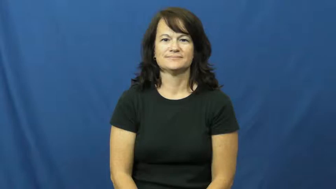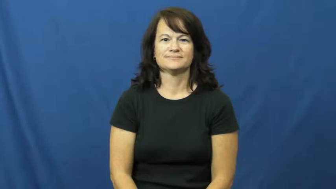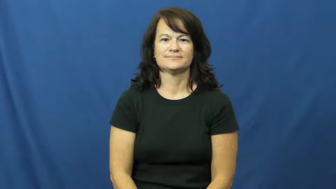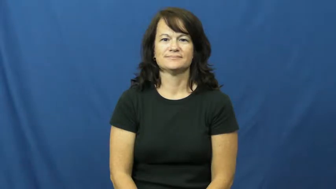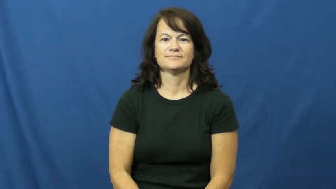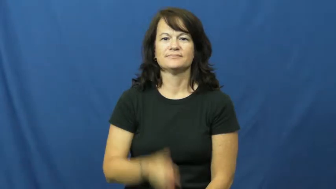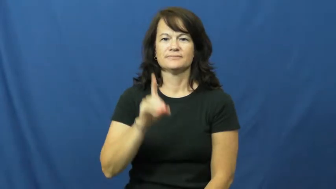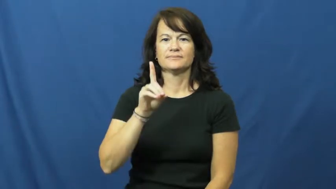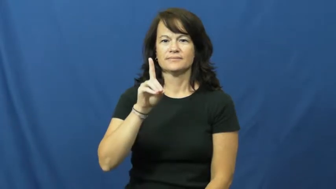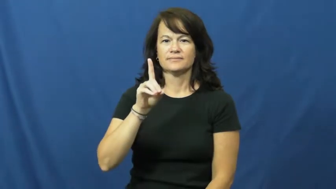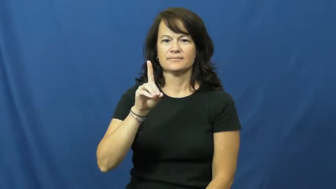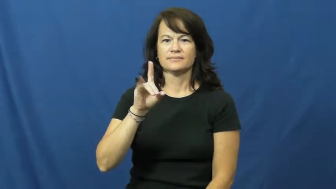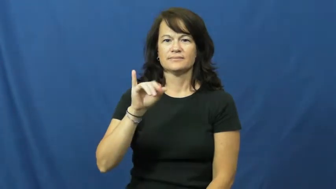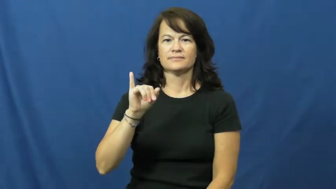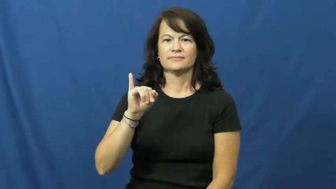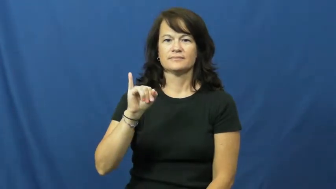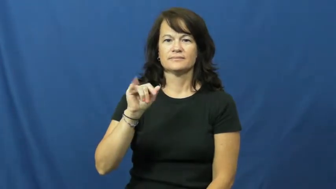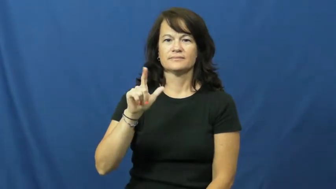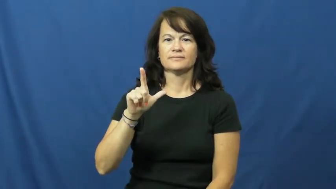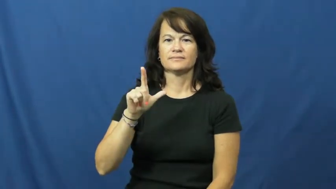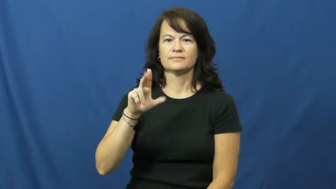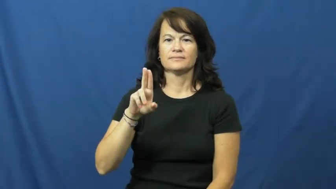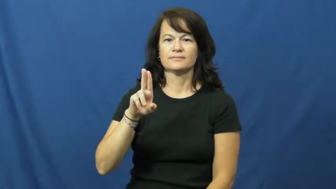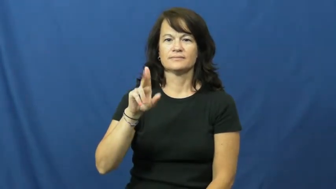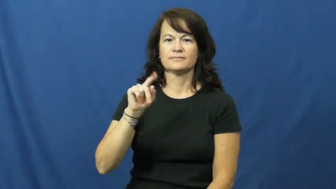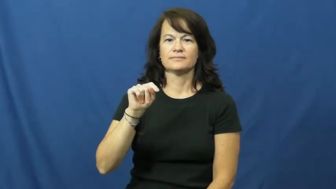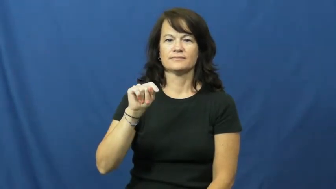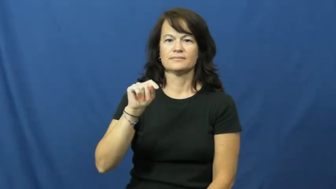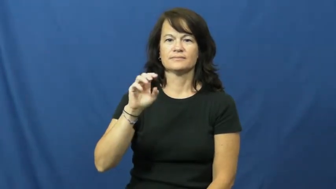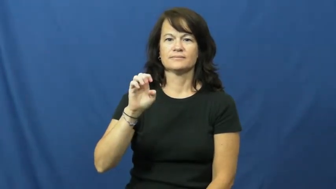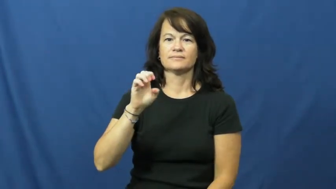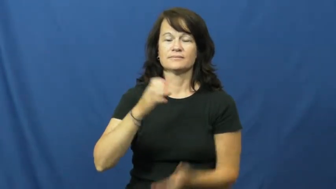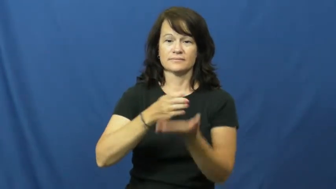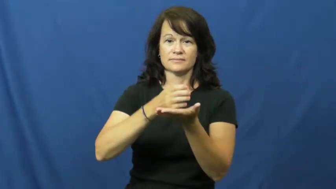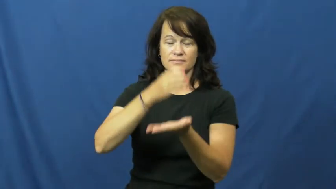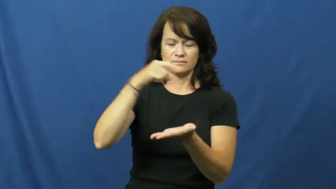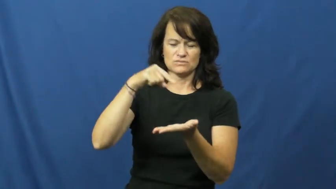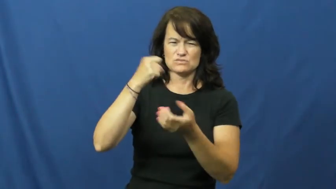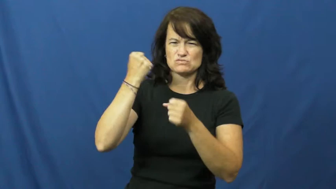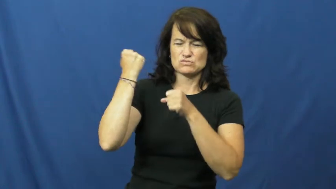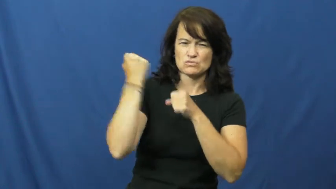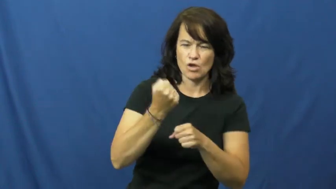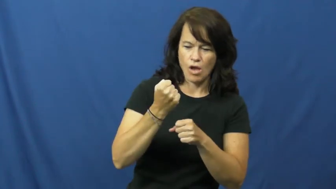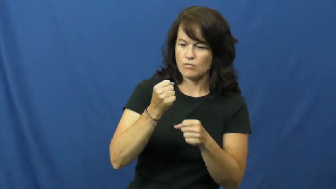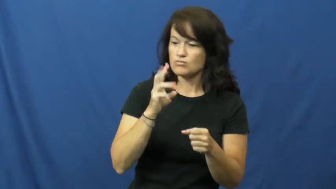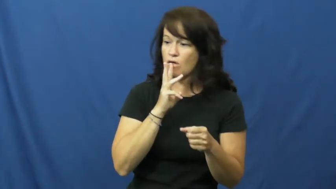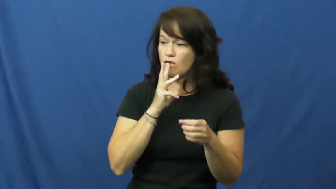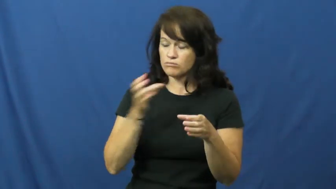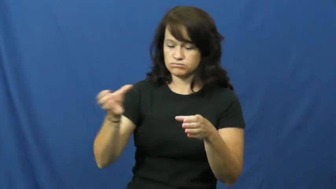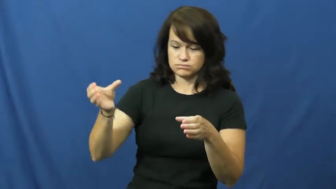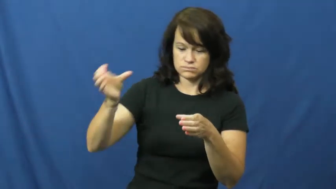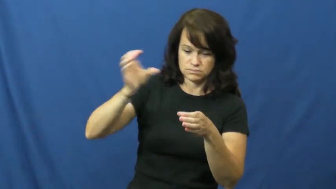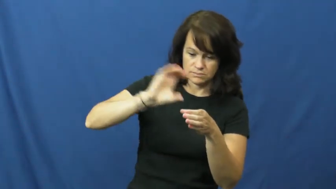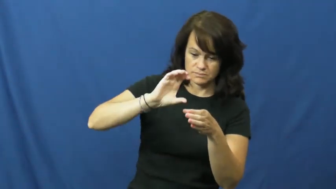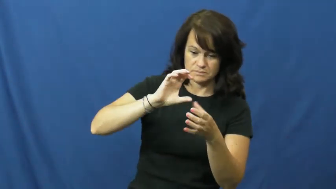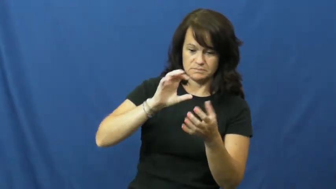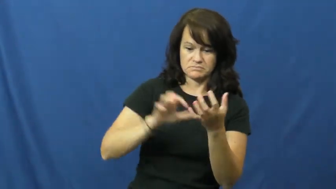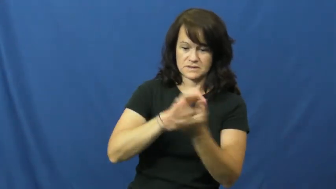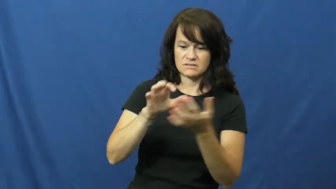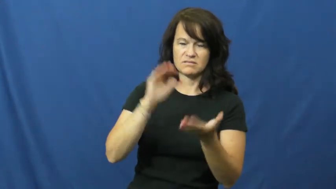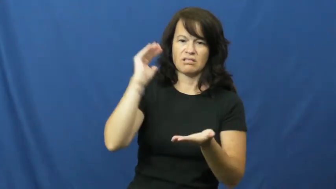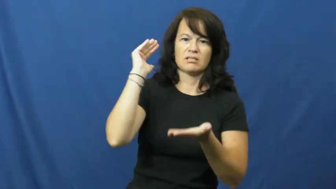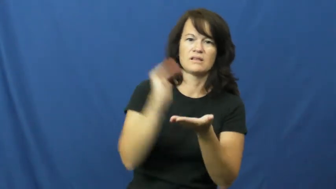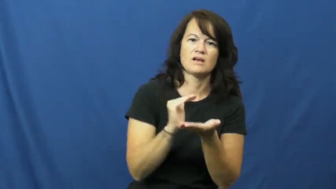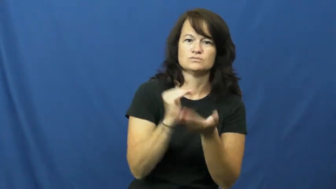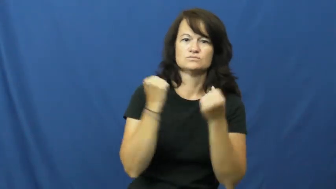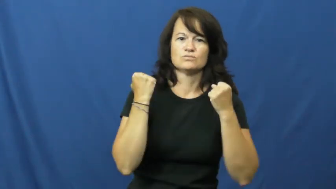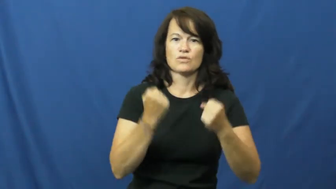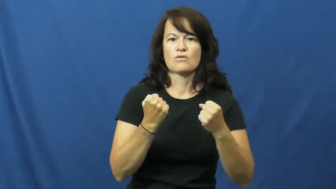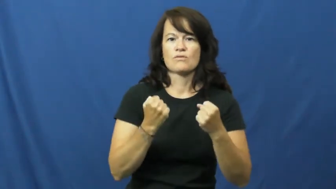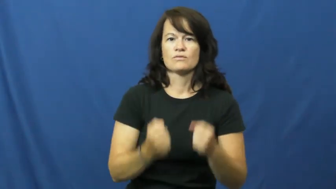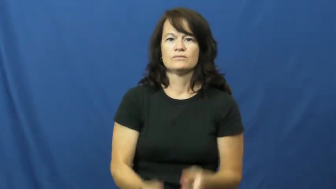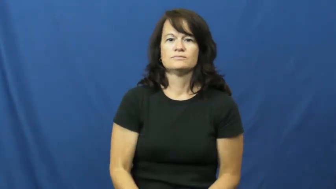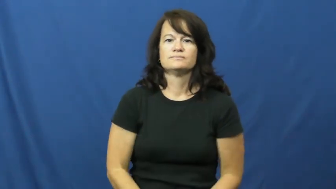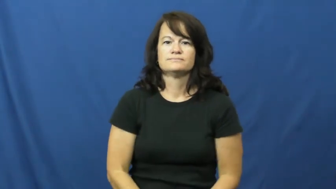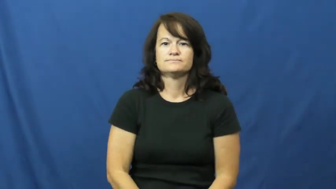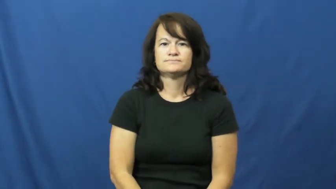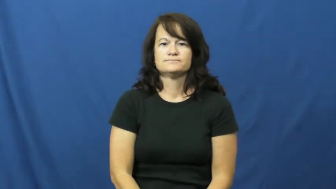dilute